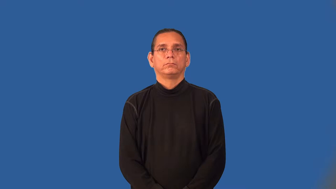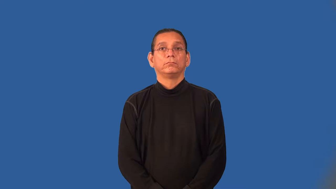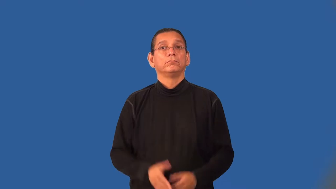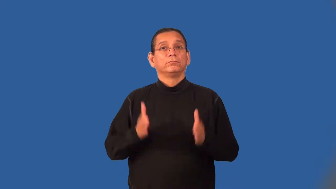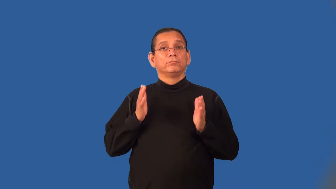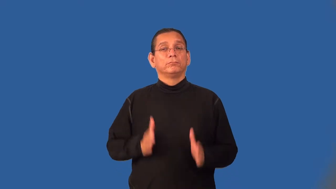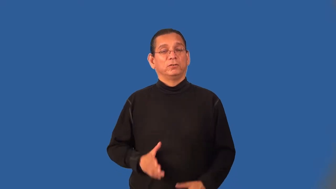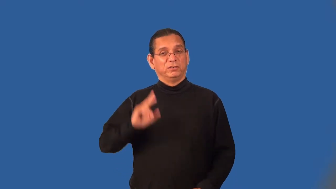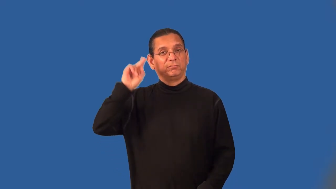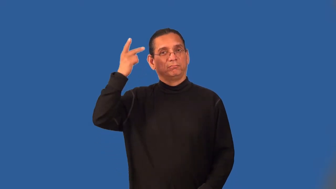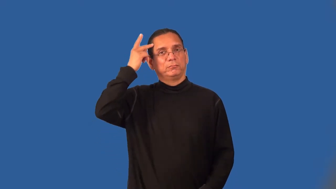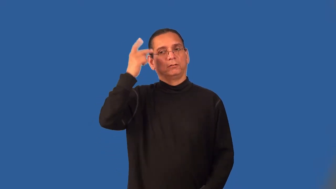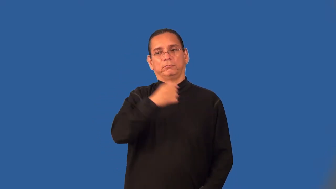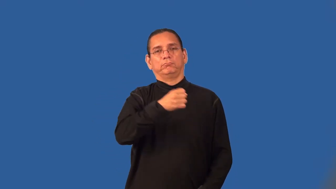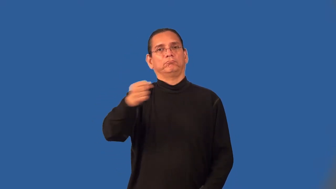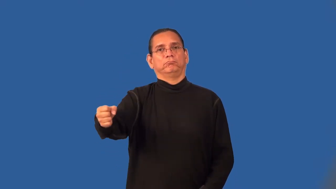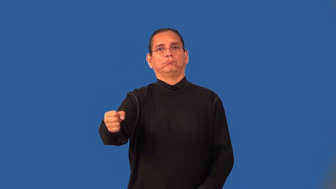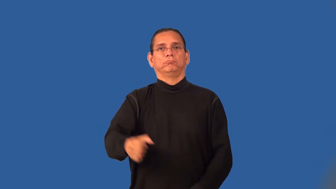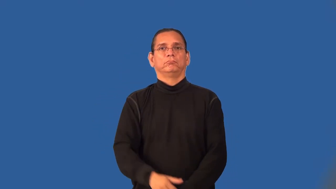detainee